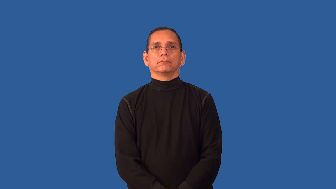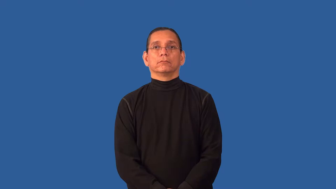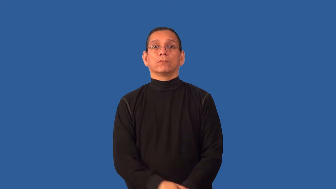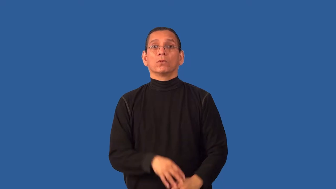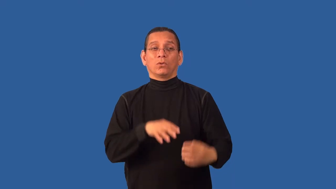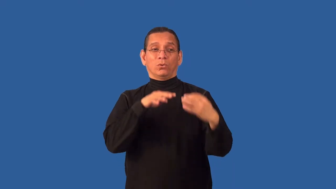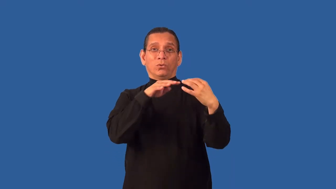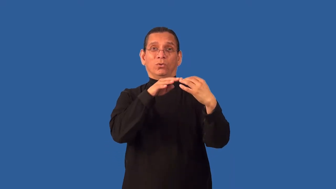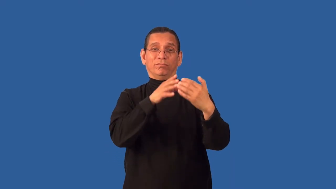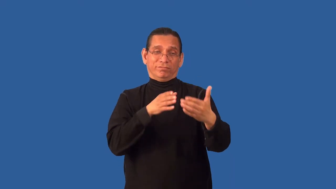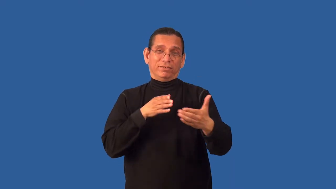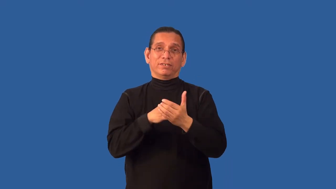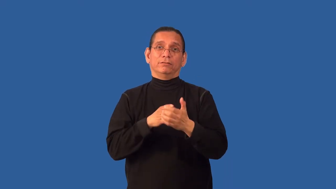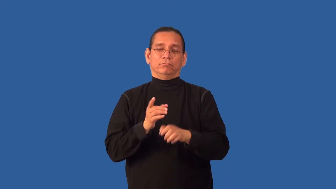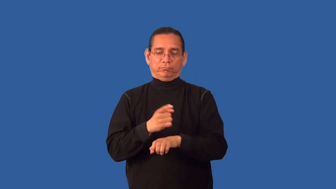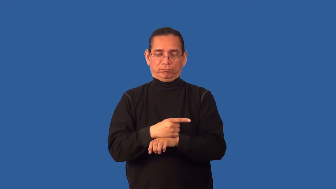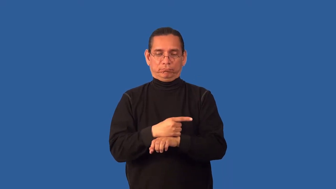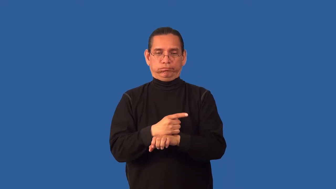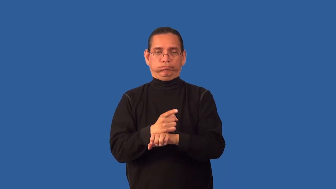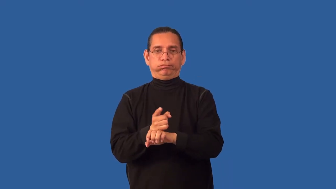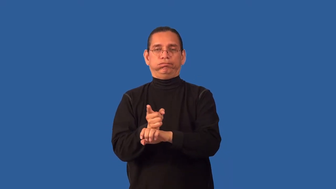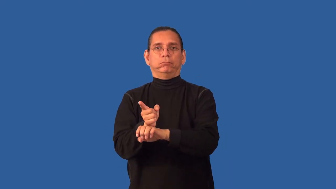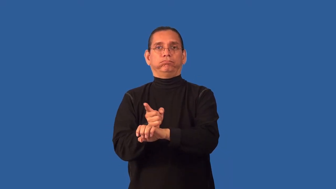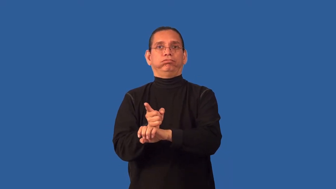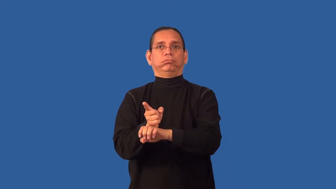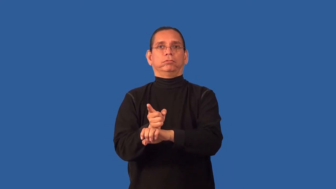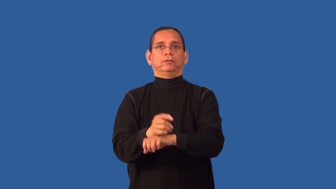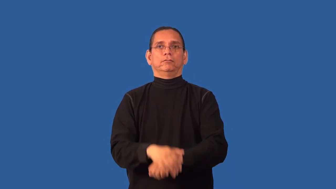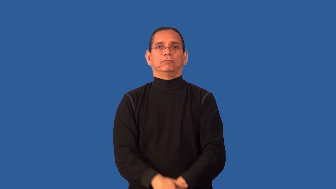antitank